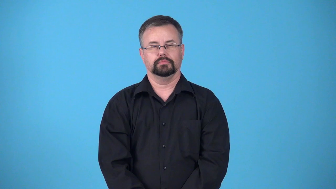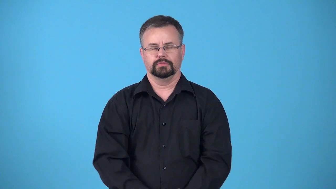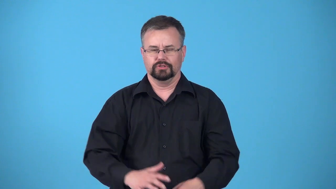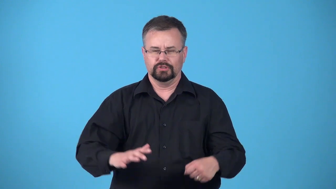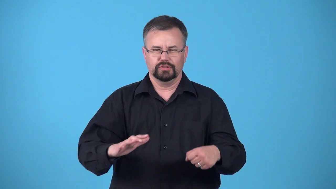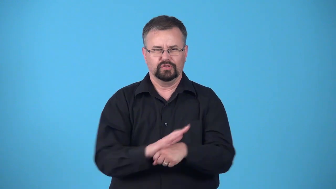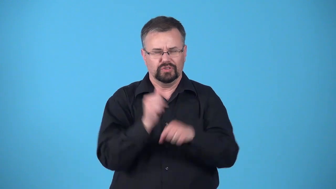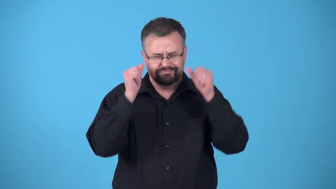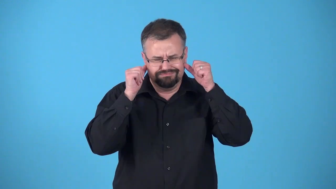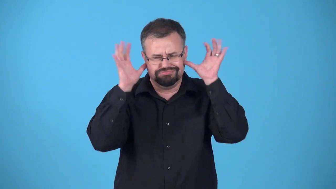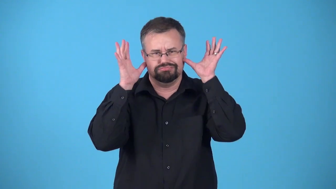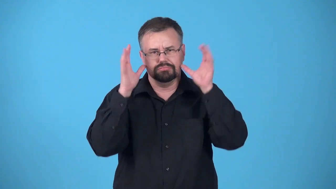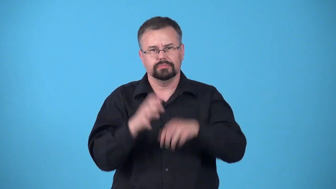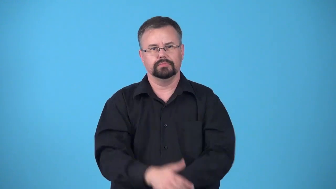stone deaf